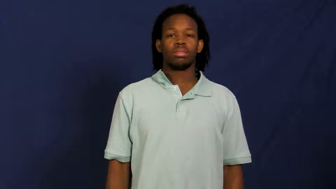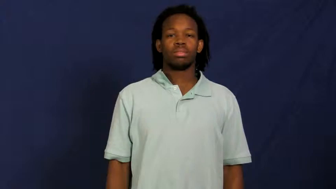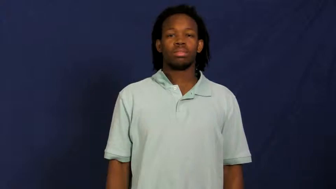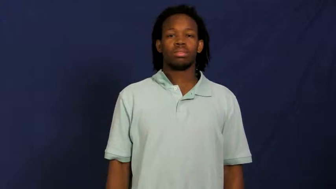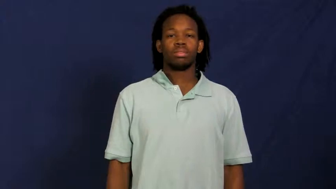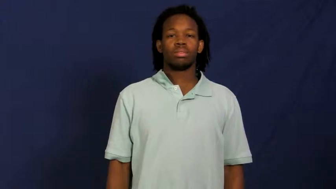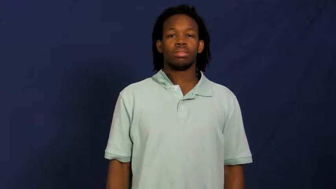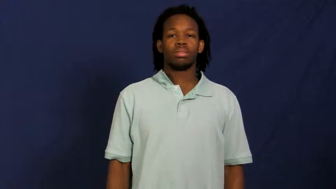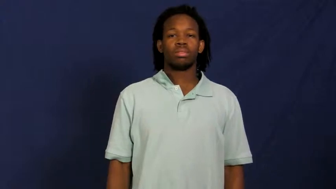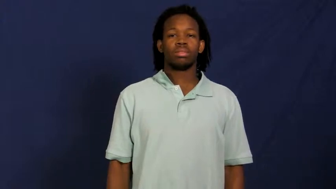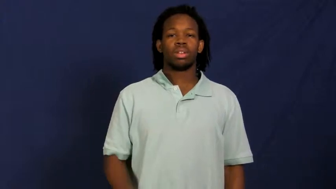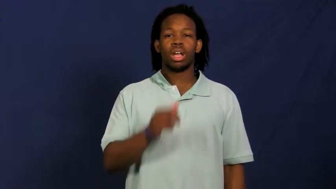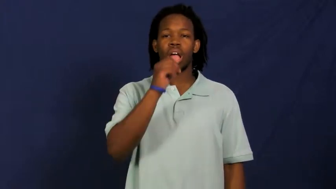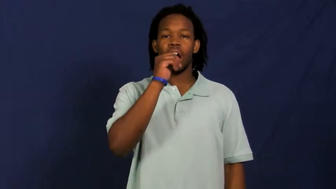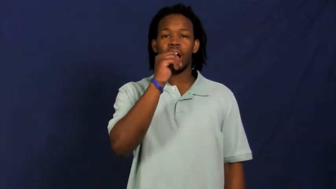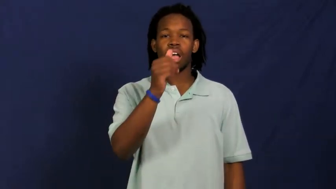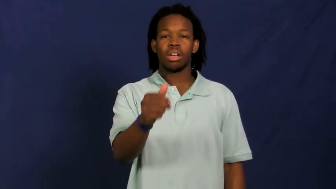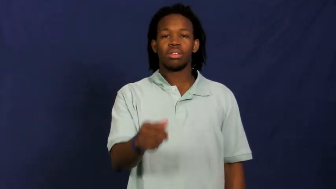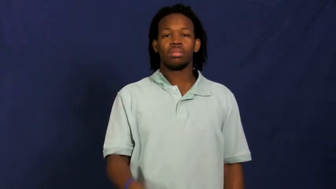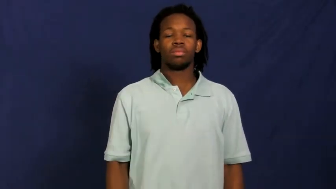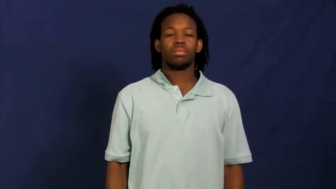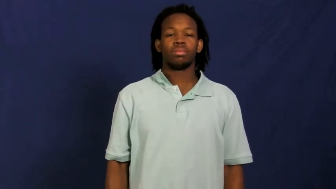peanut,goober,groundnut,earthnut